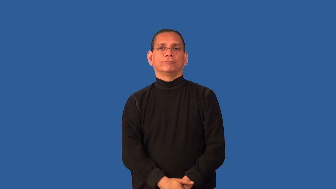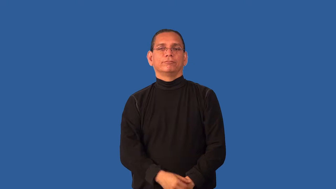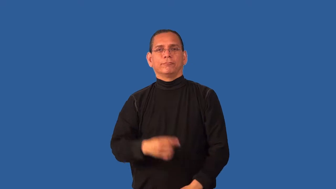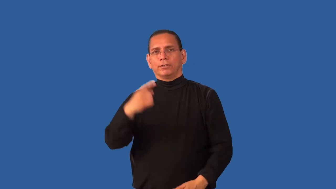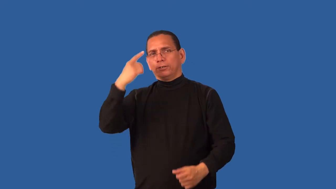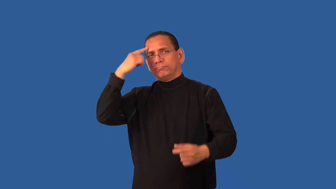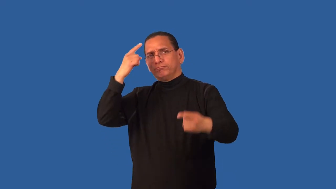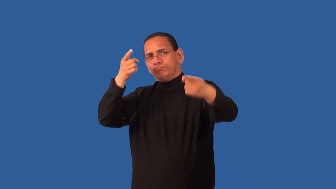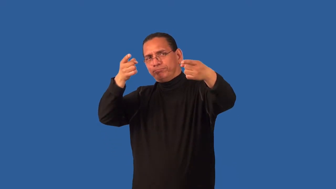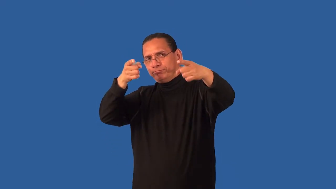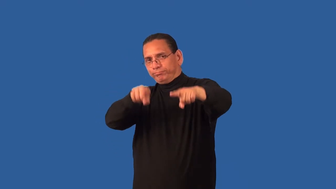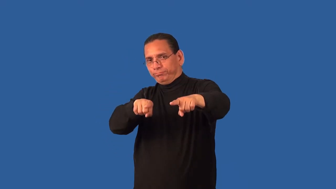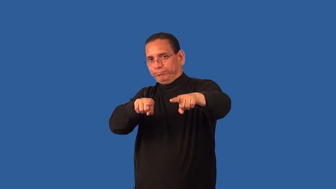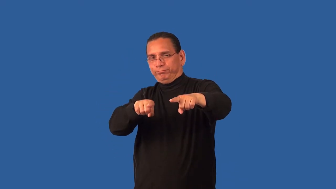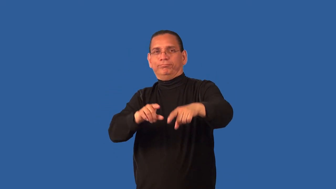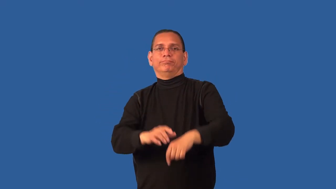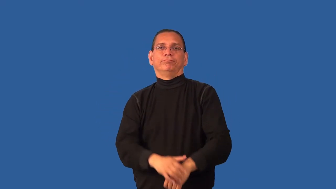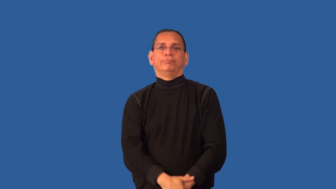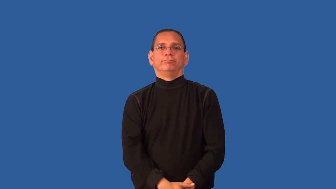deal,tradeoff-agree